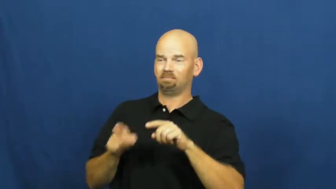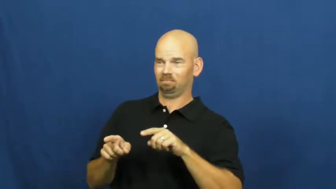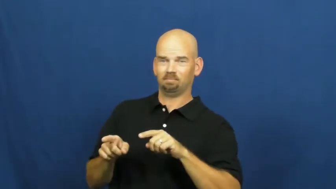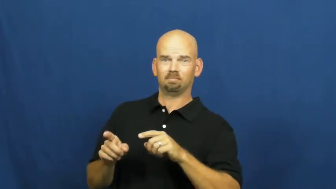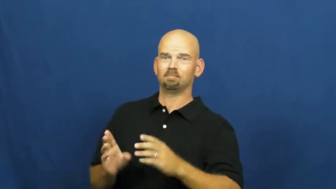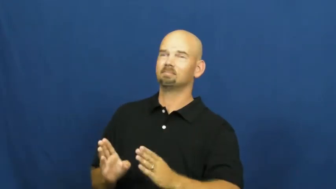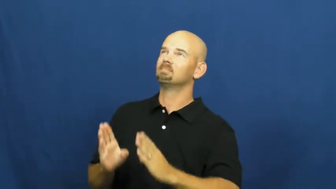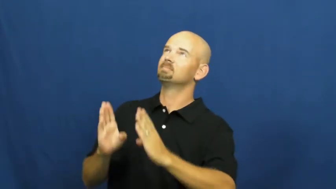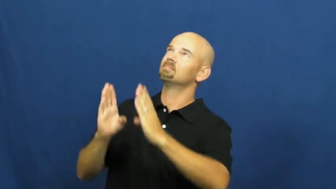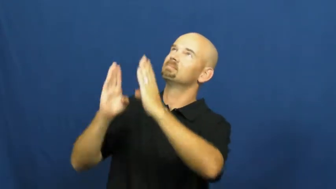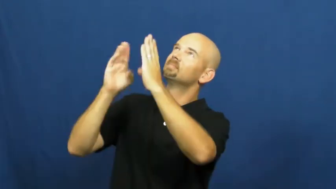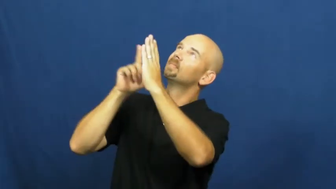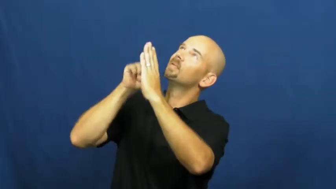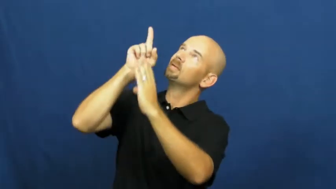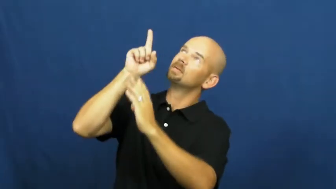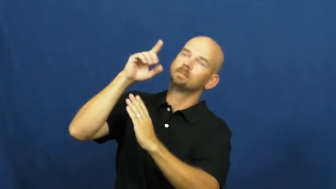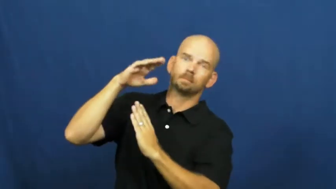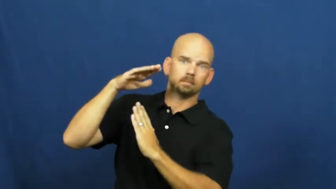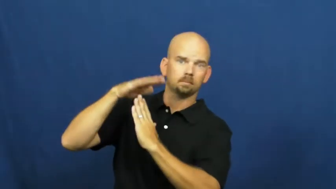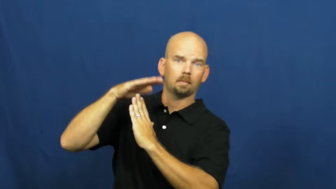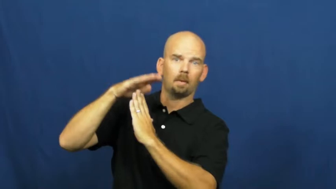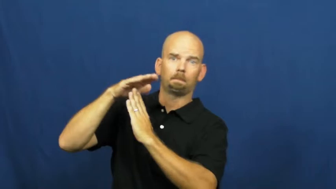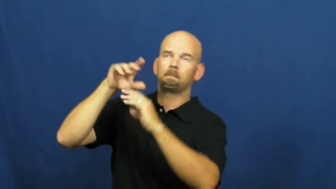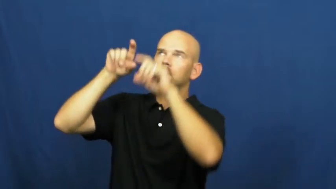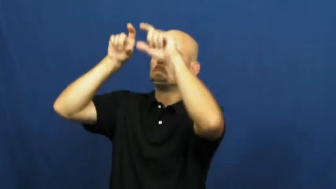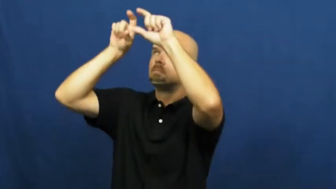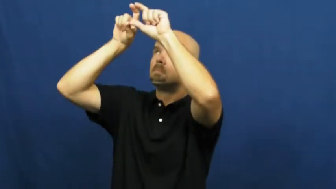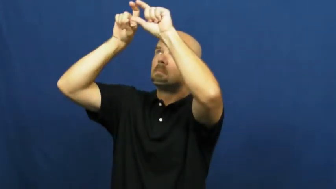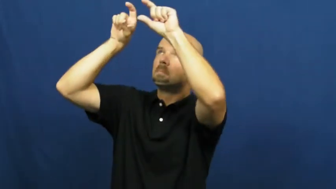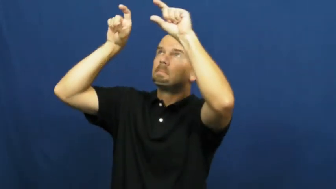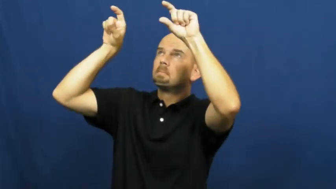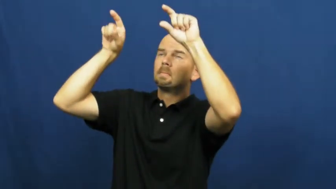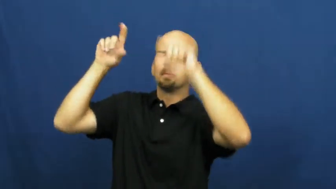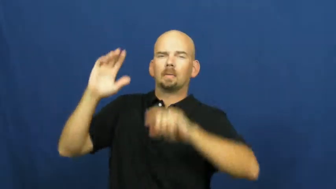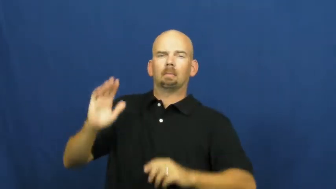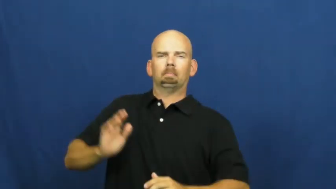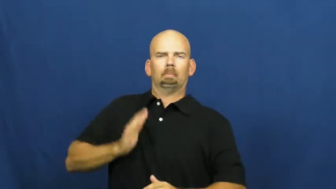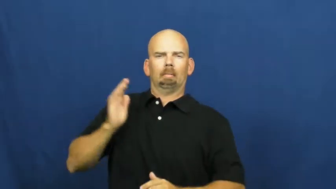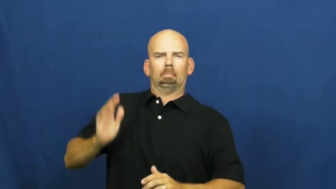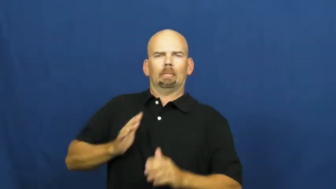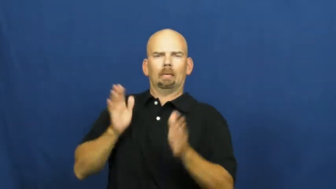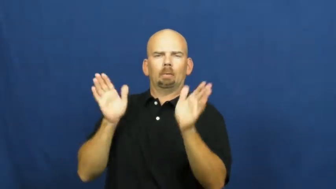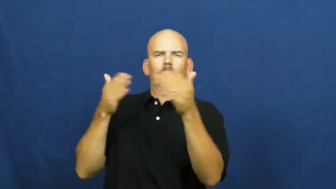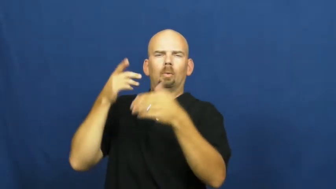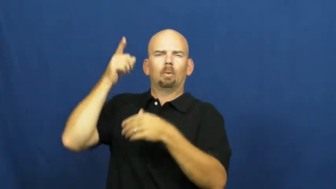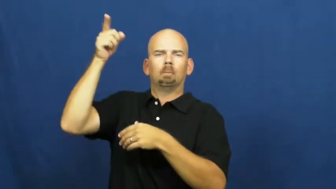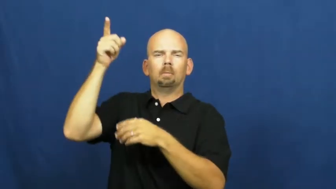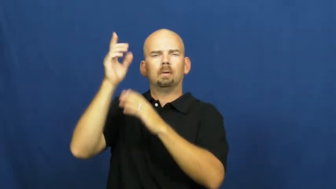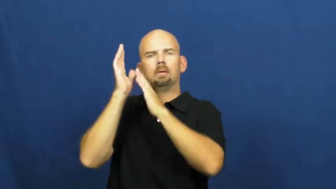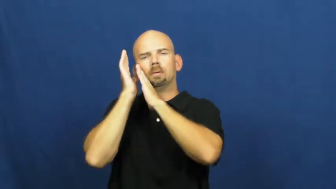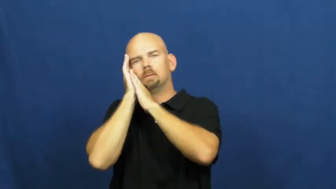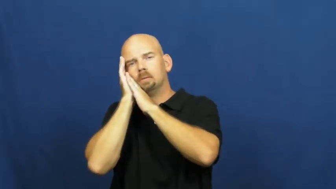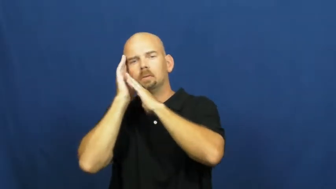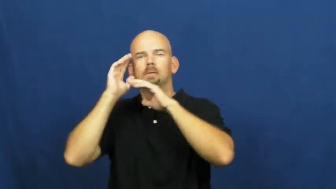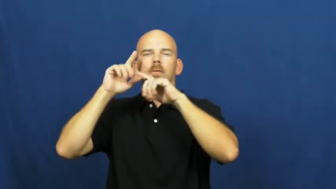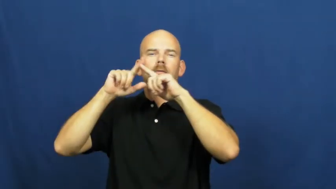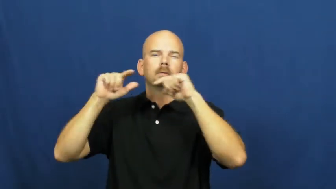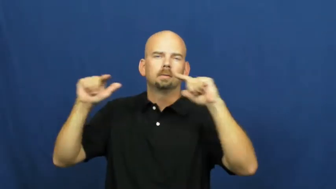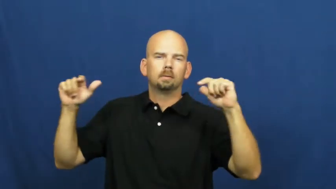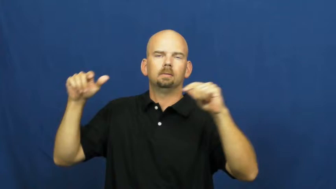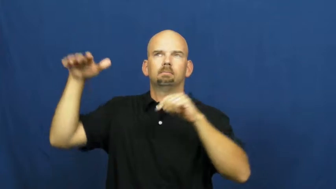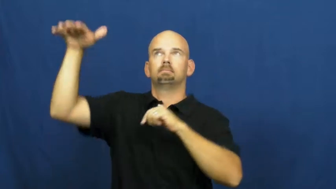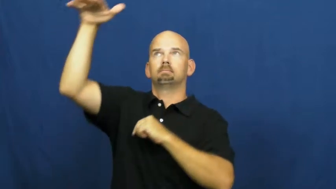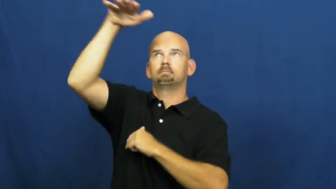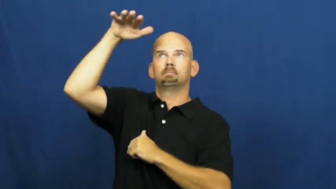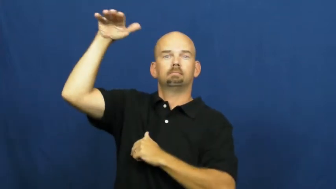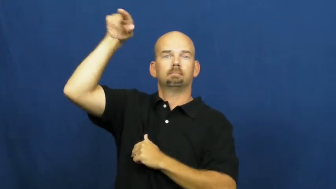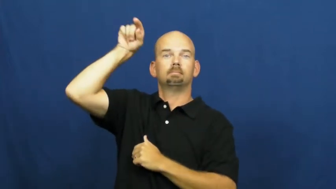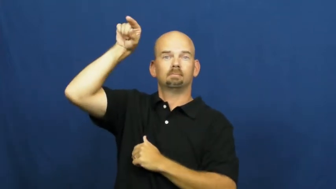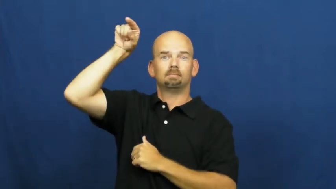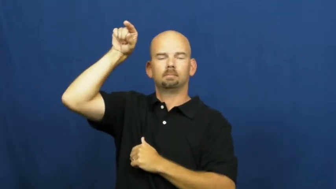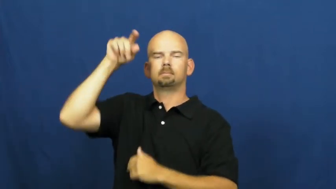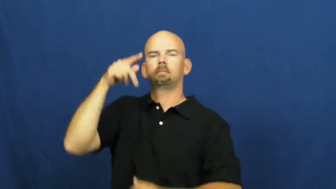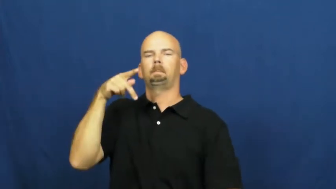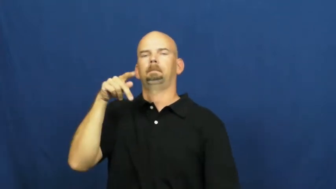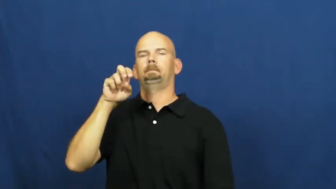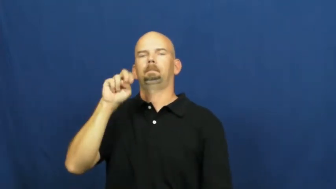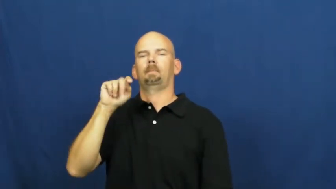penthouse